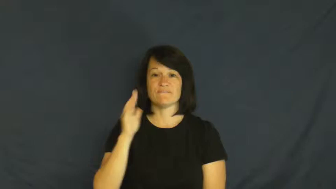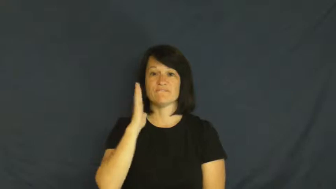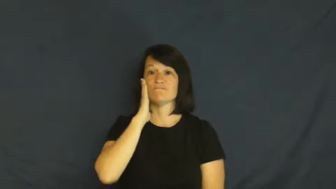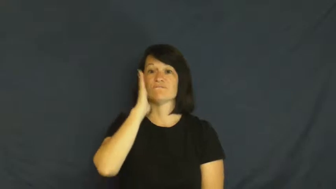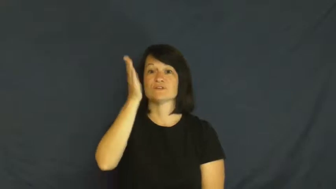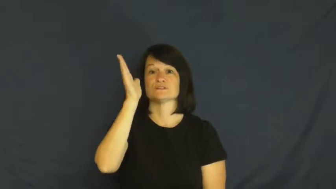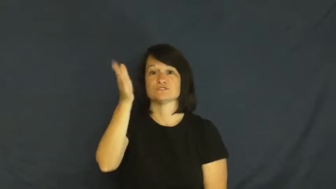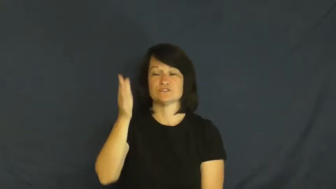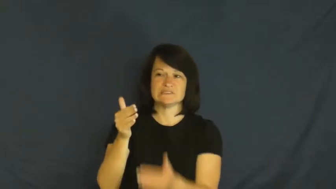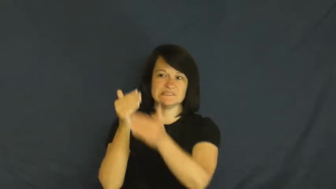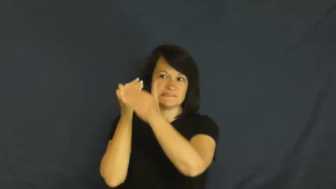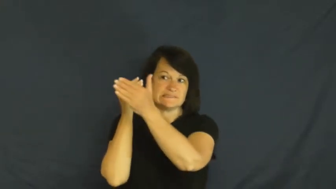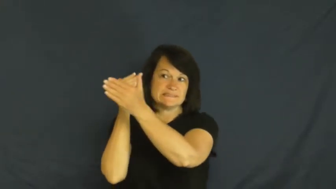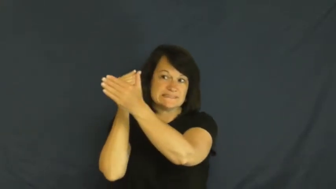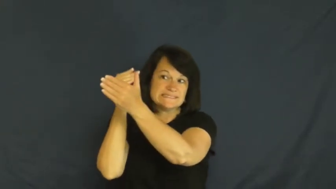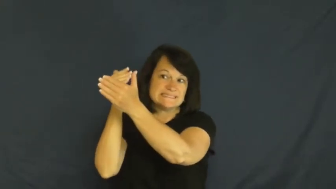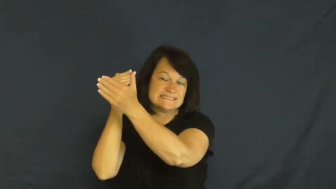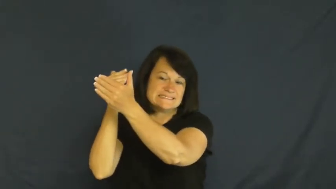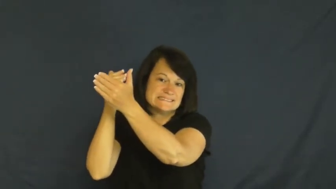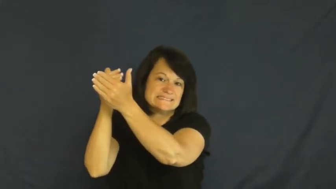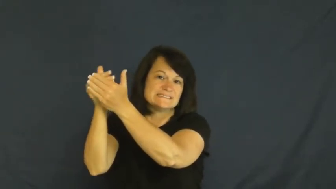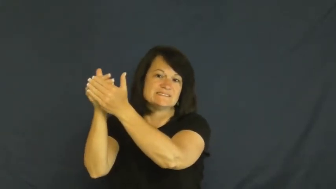coming,ahead-future